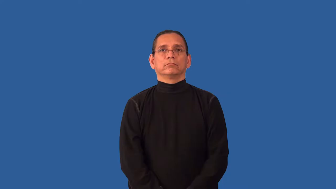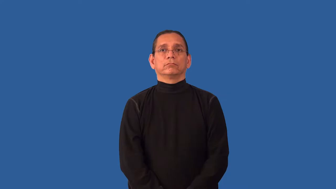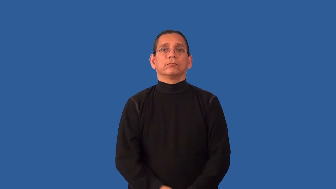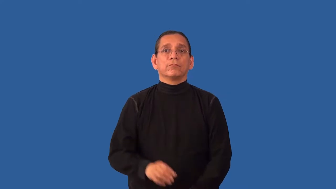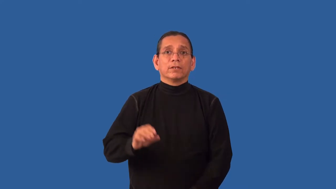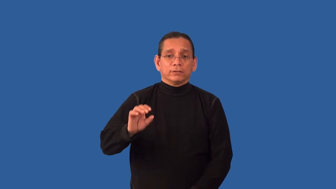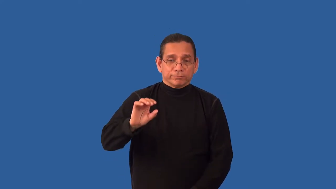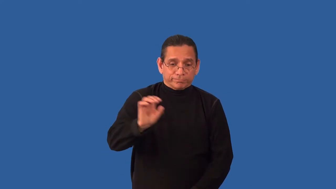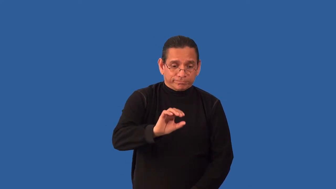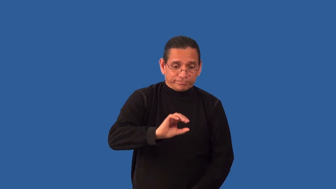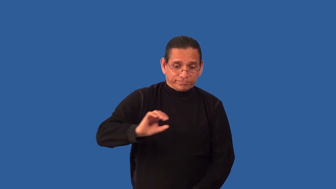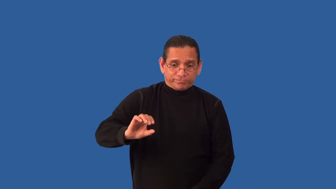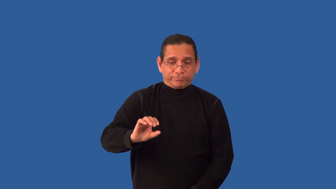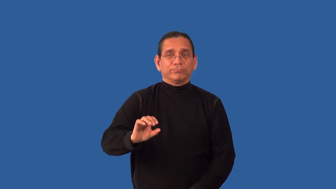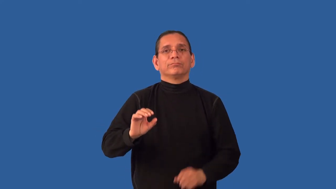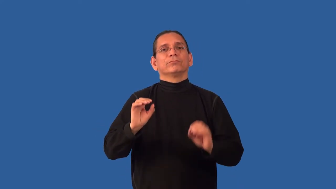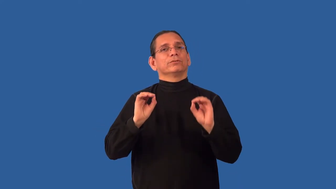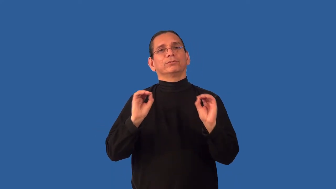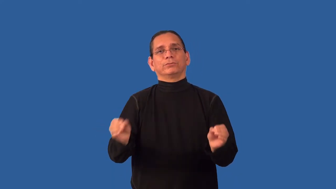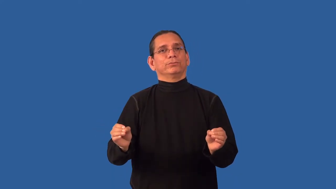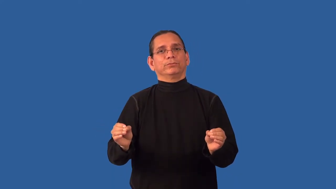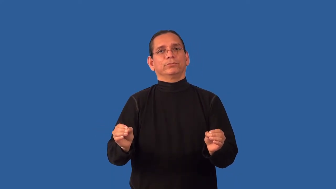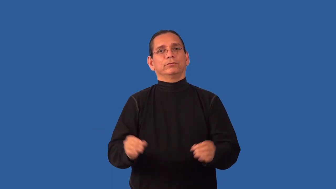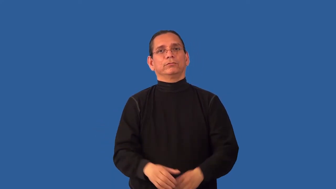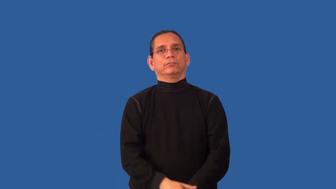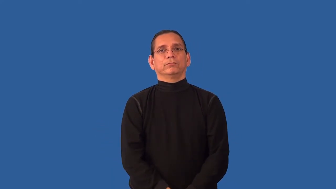unseasoned